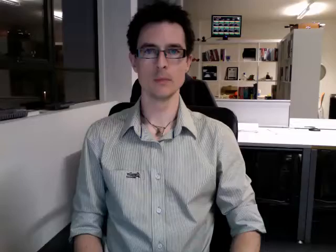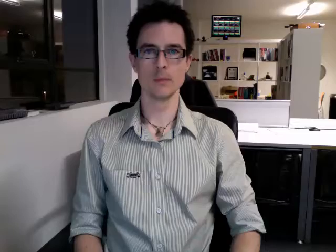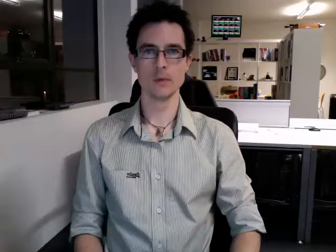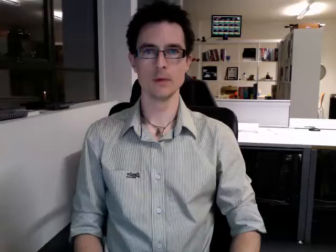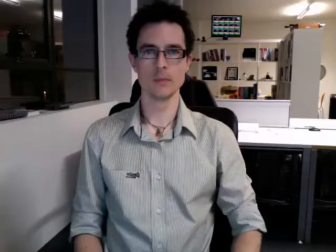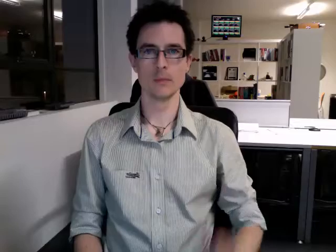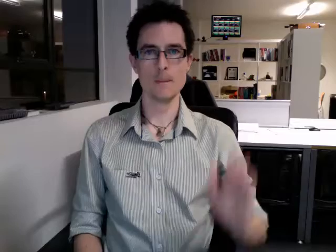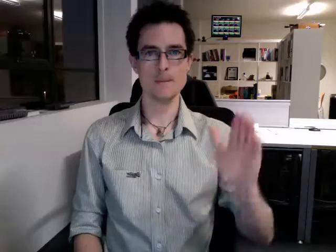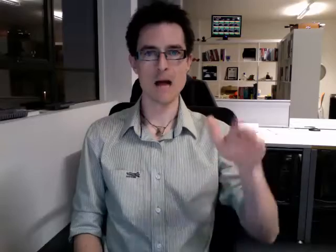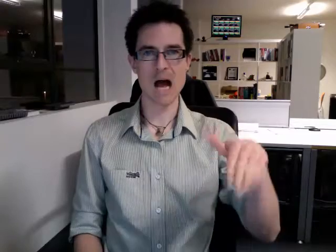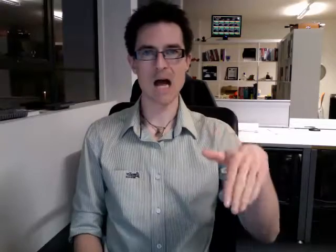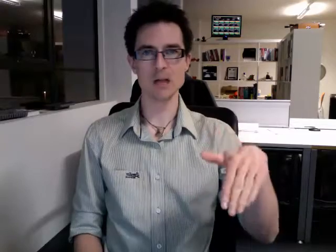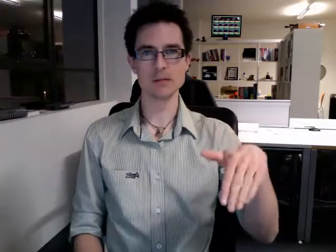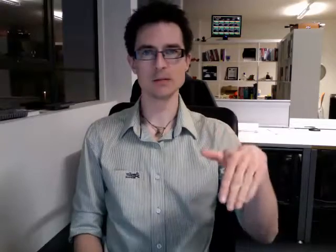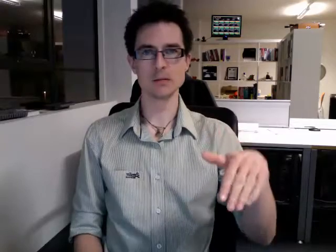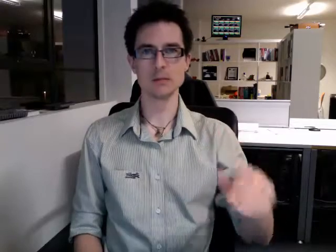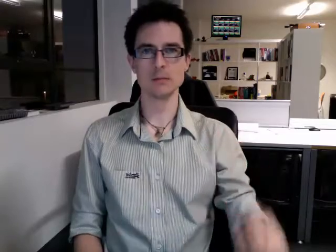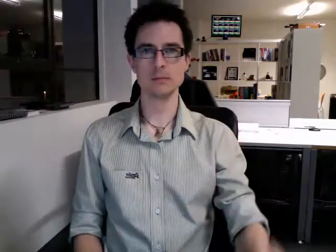past